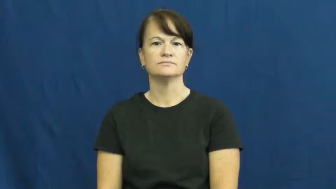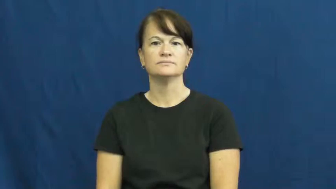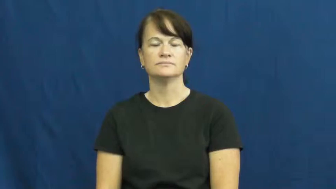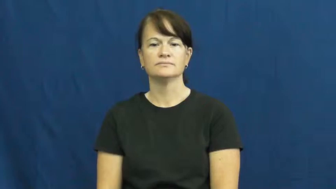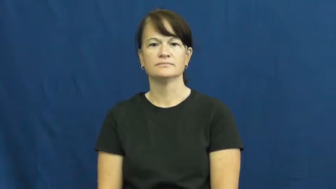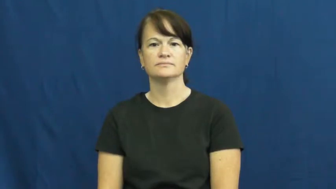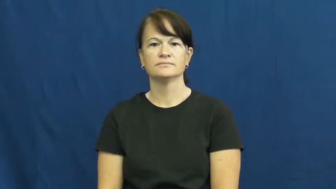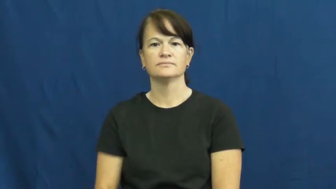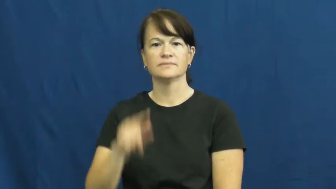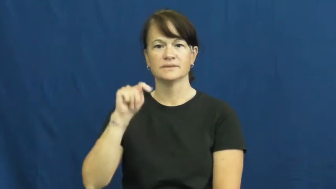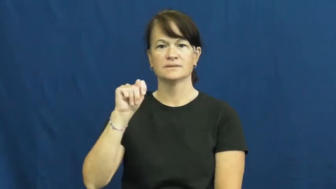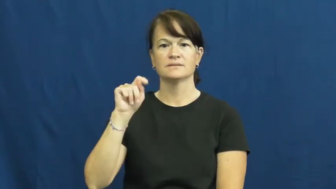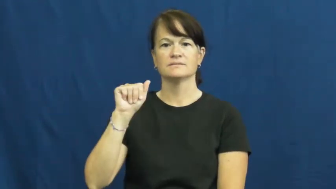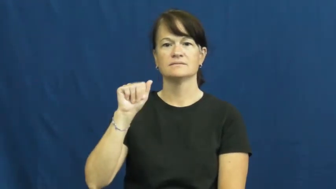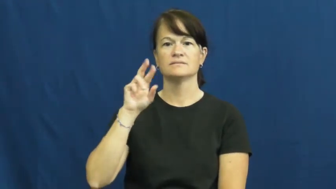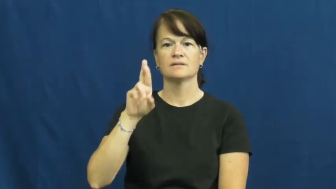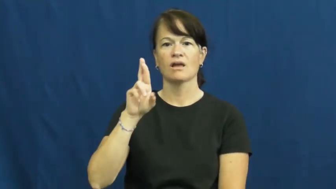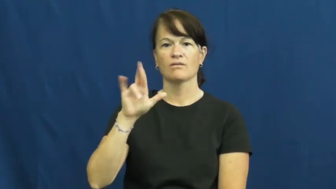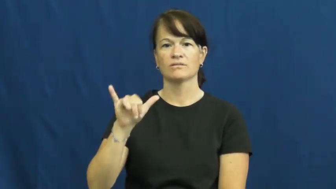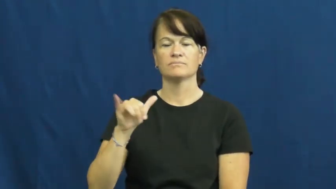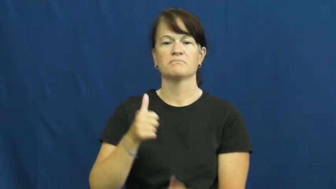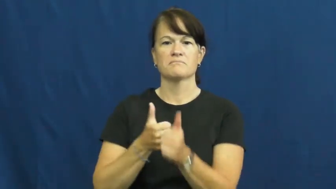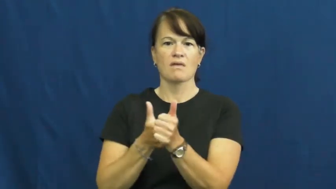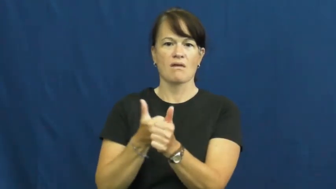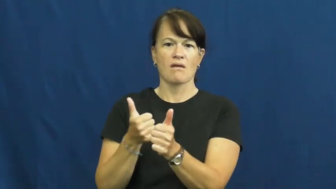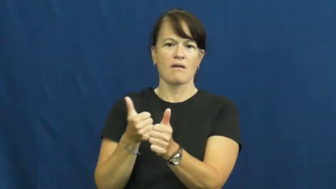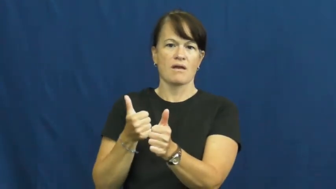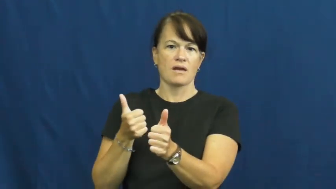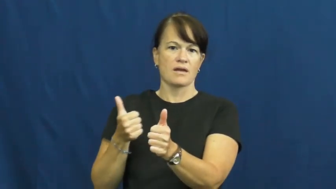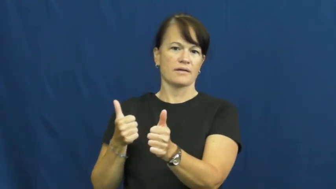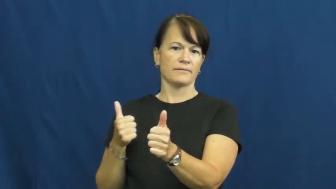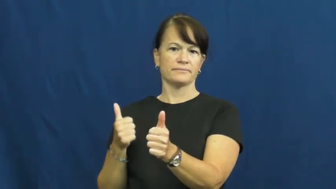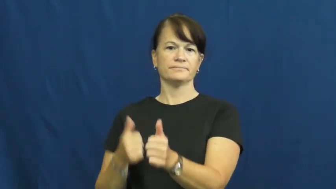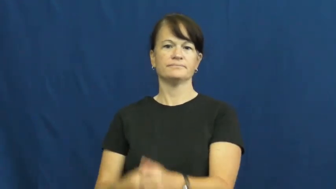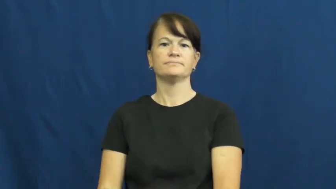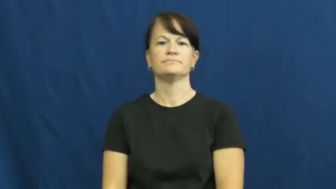tarry